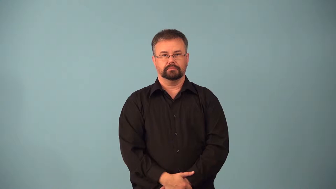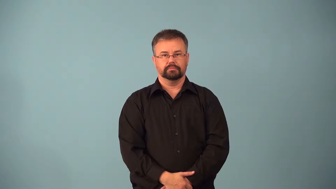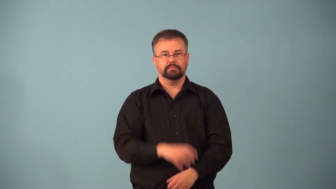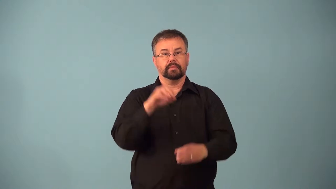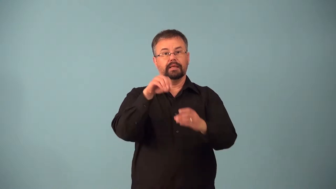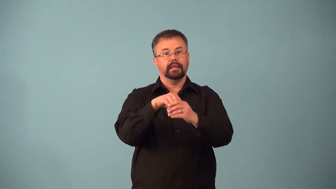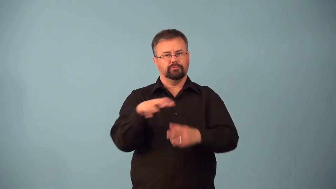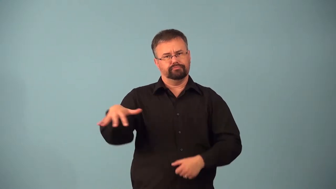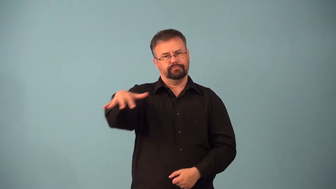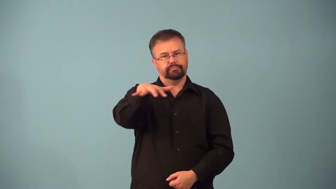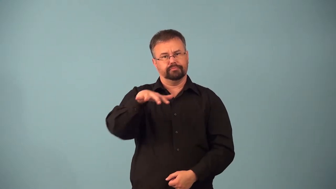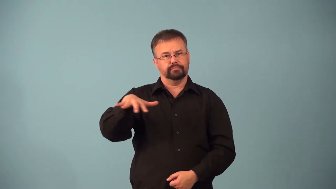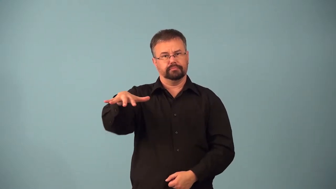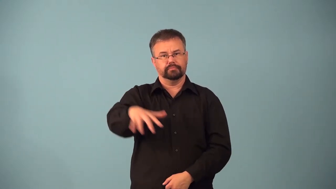afield